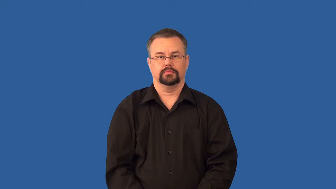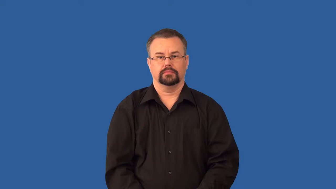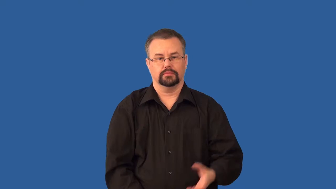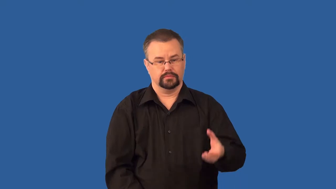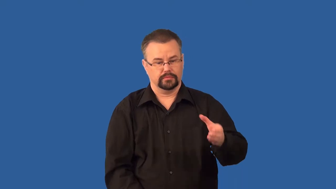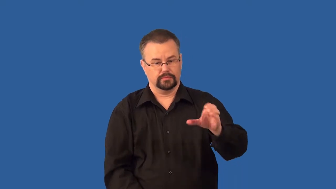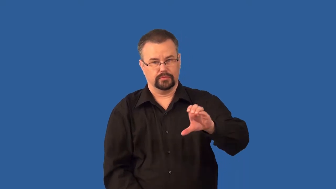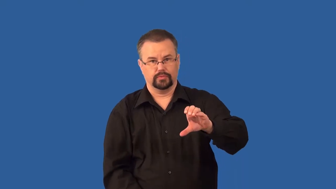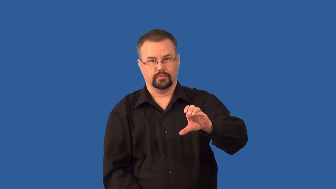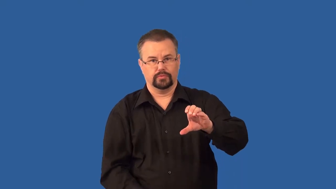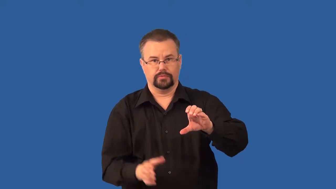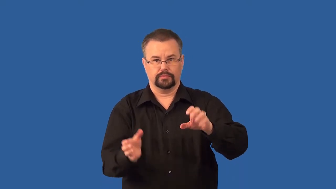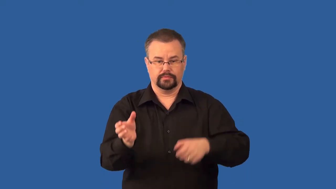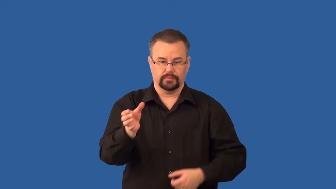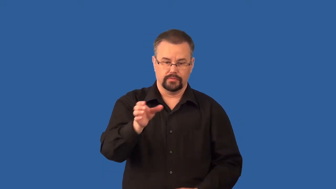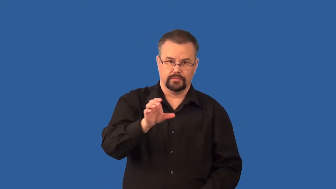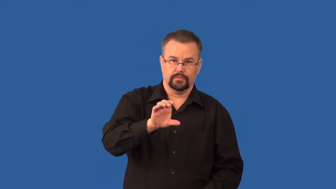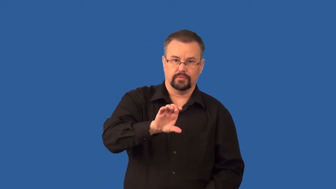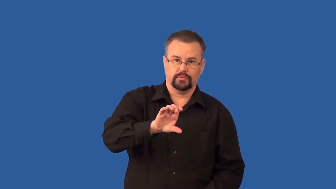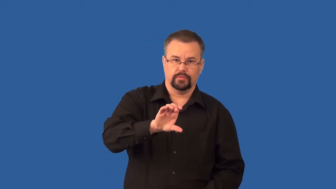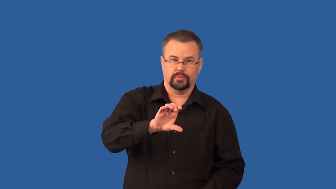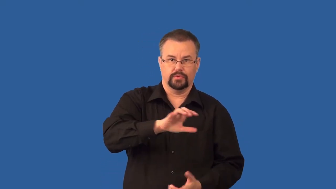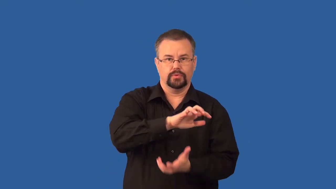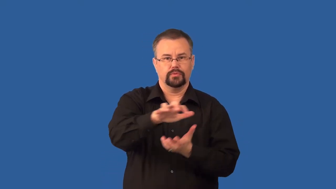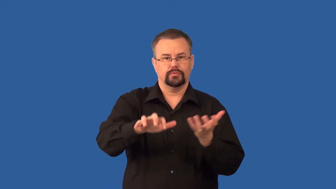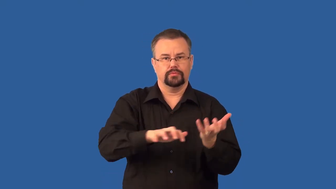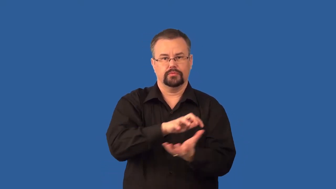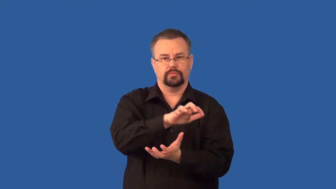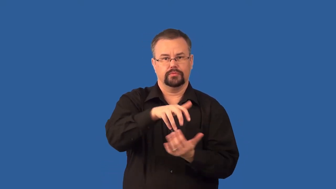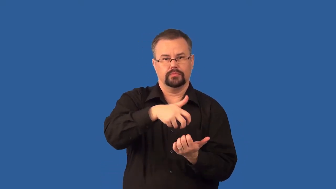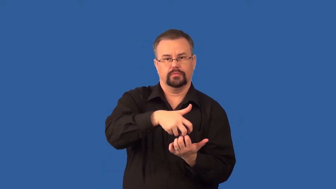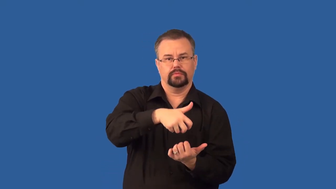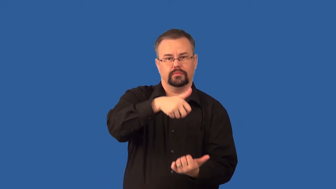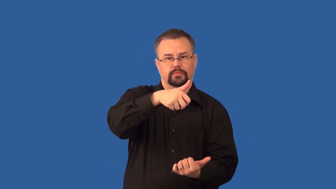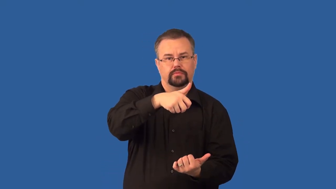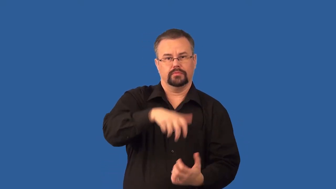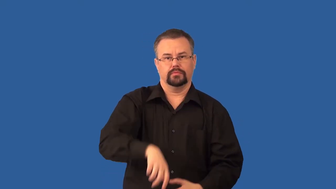immiscible